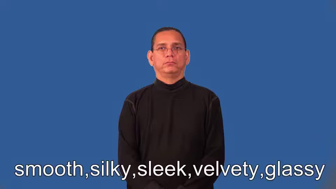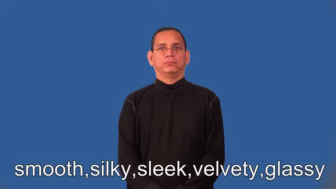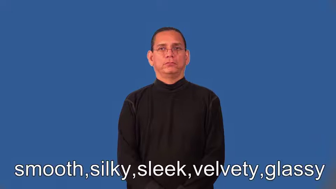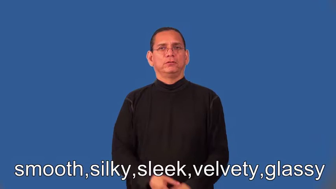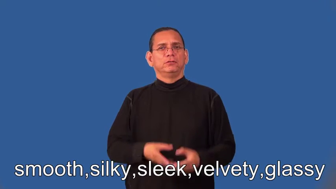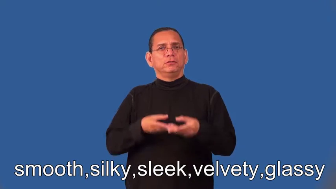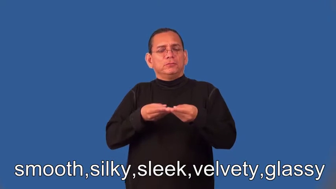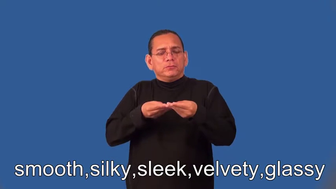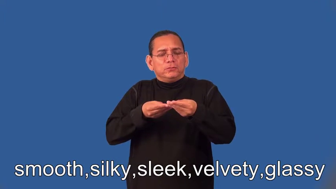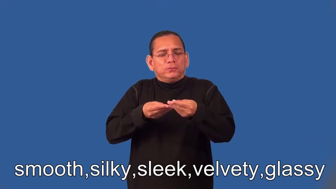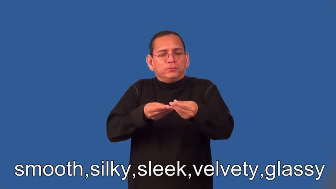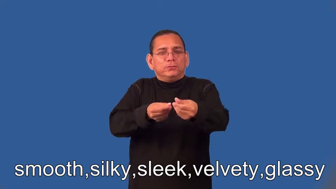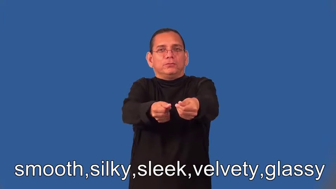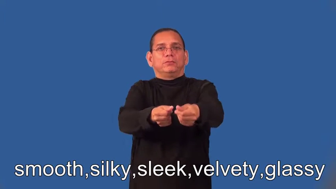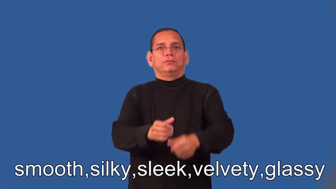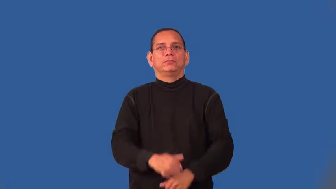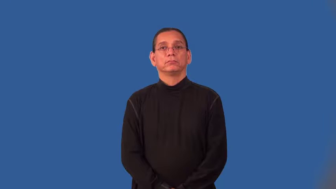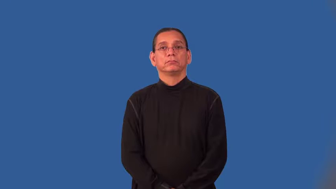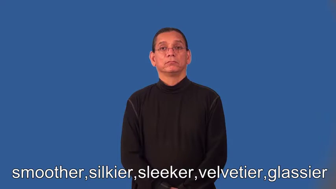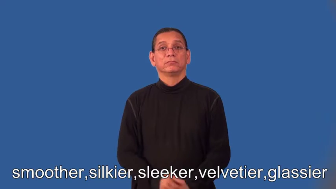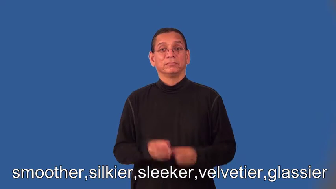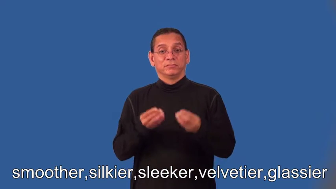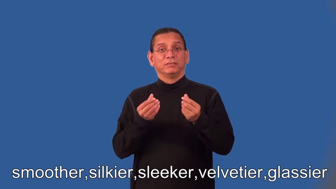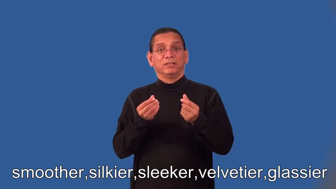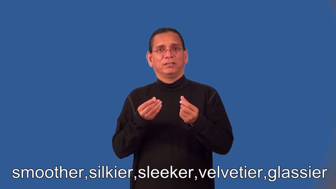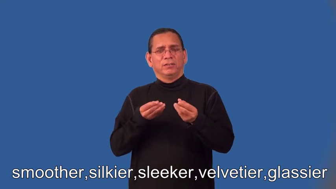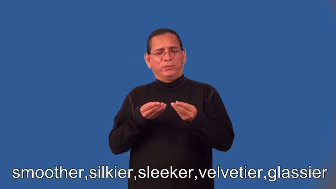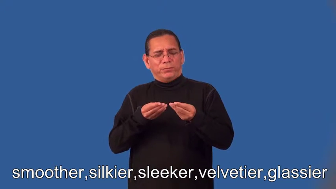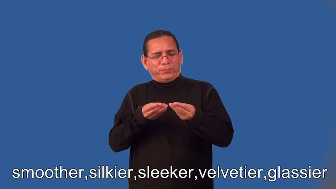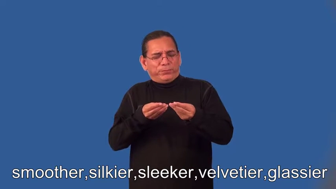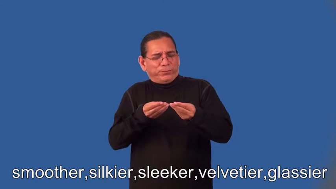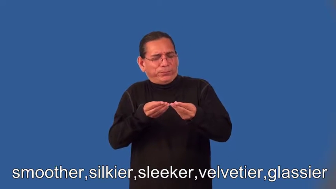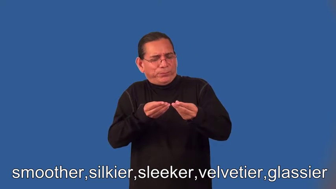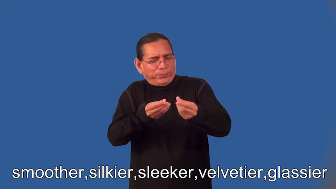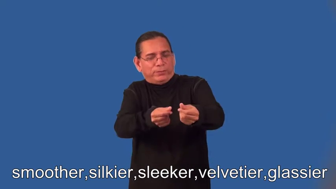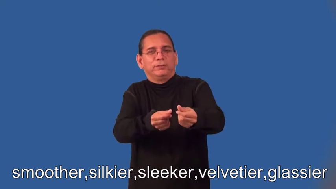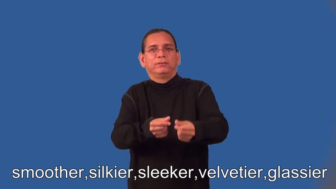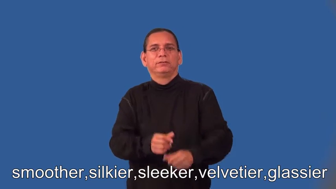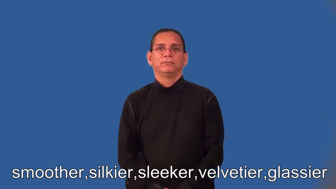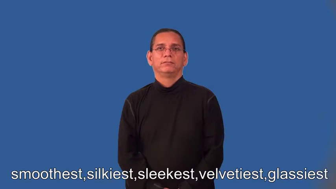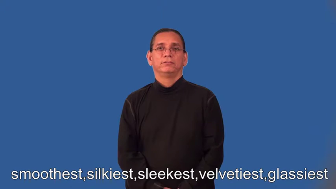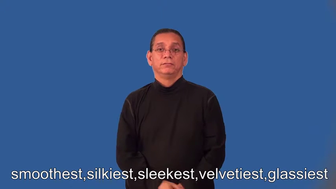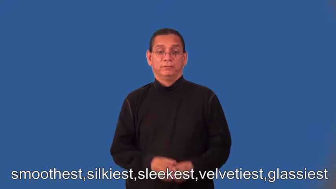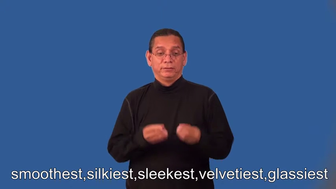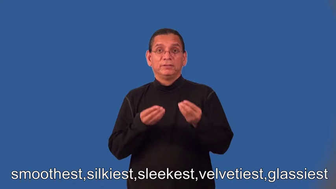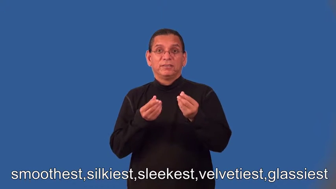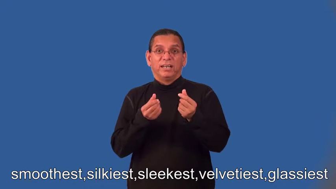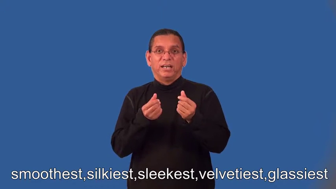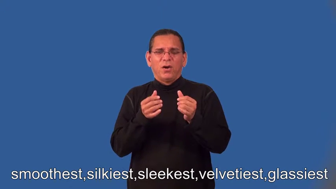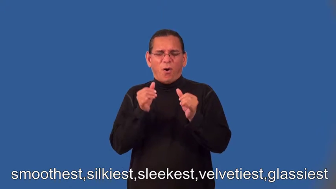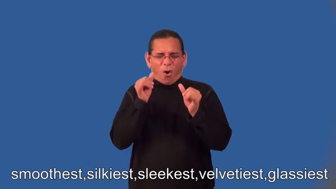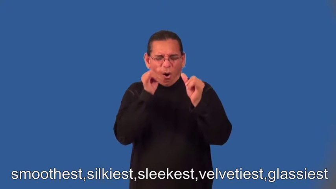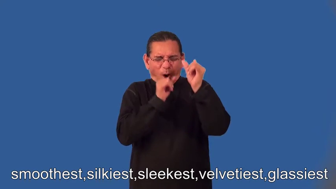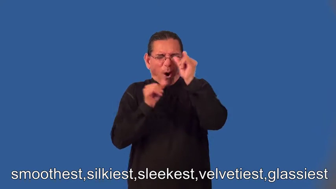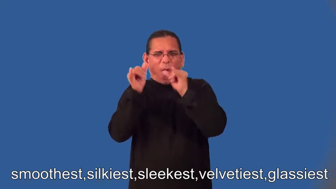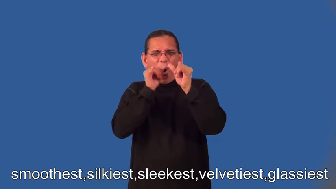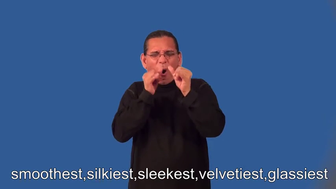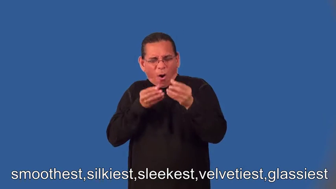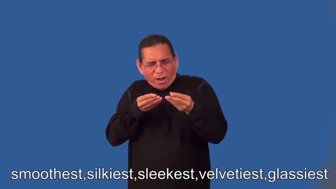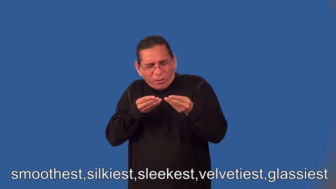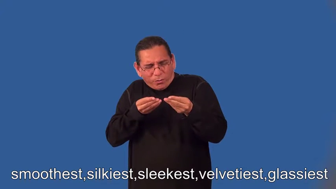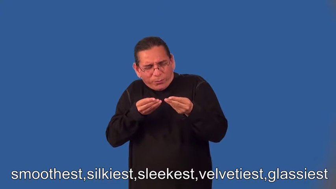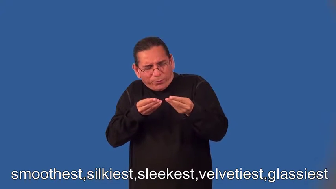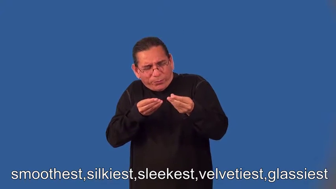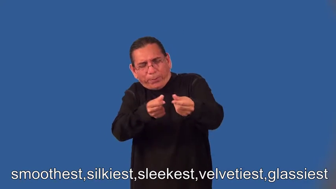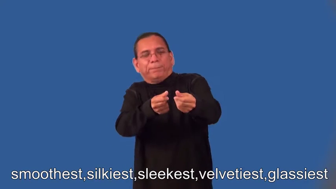smoother,silkier,sleeker,velvetier,glassier,smoothest,silkiest,sleekest,velvetiest,glassiest